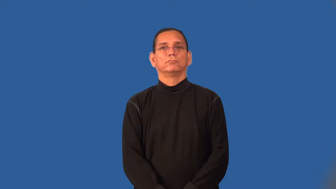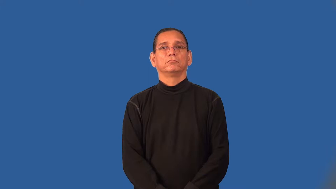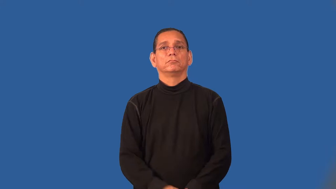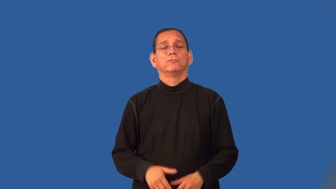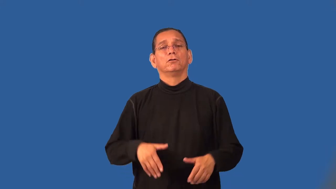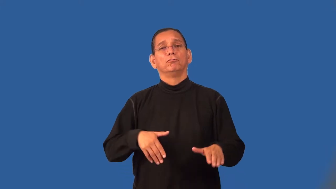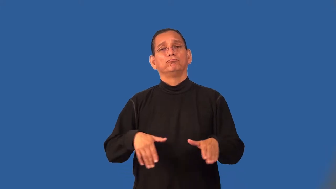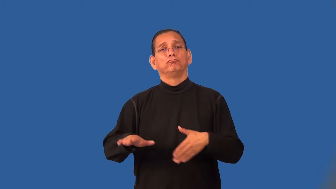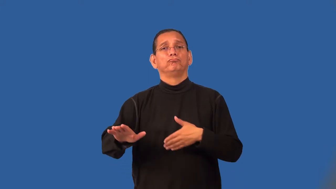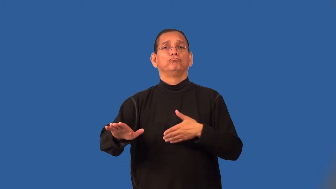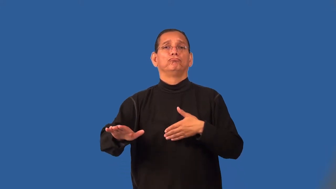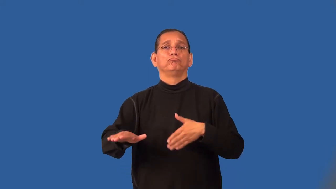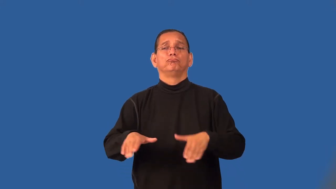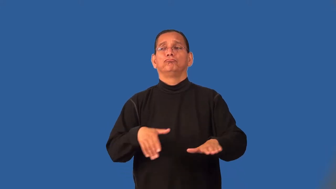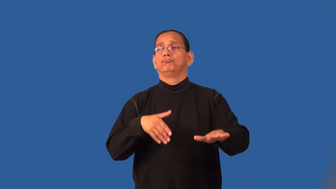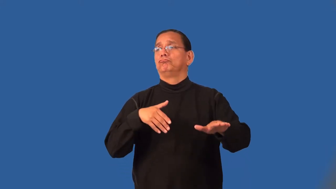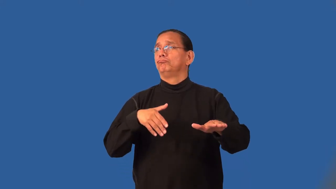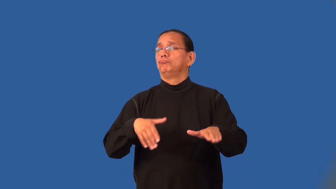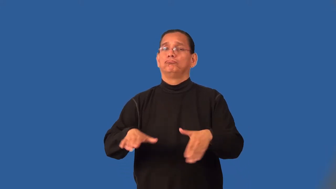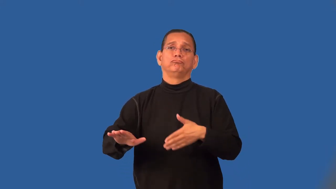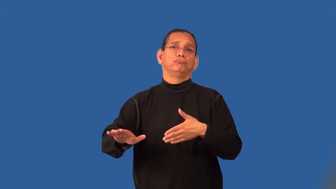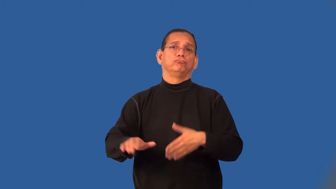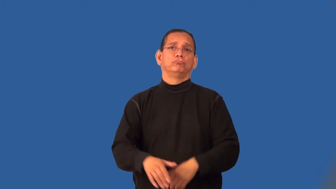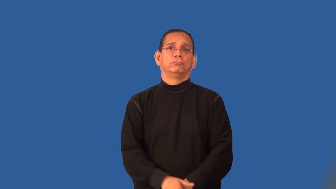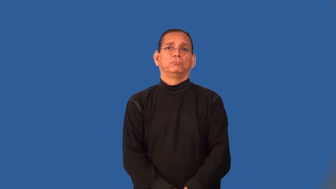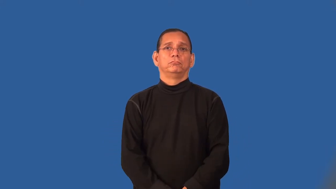saunter